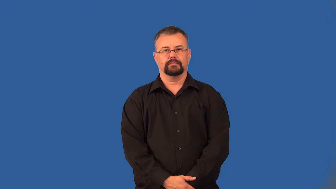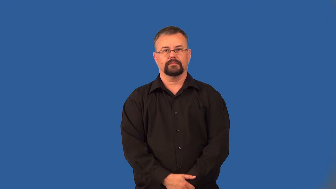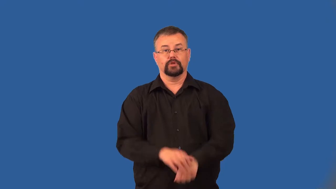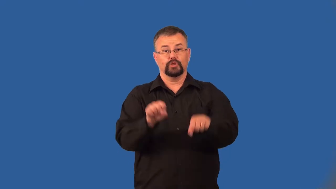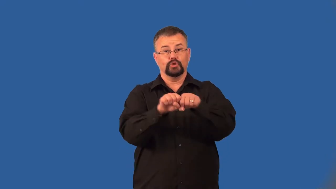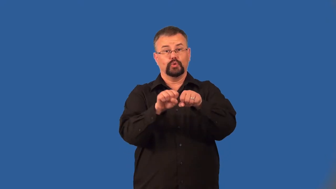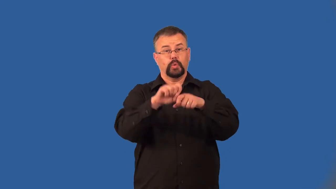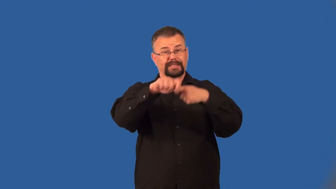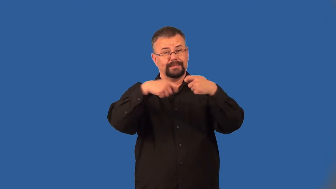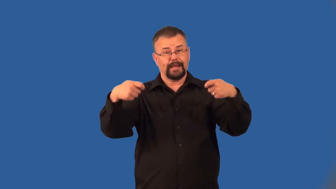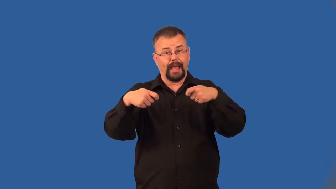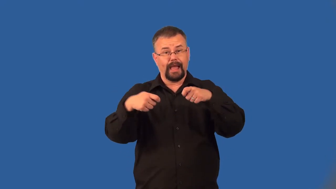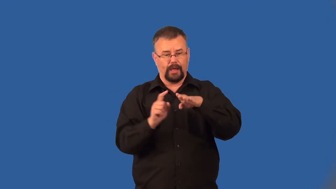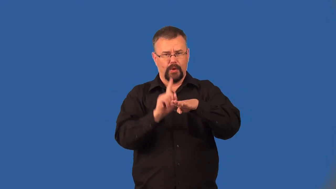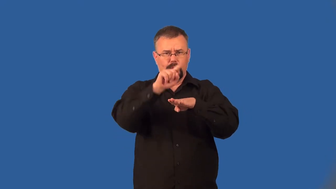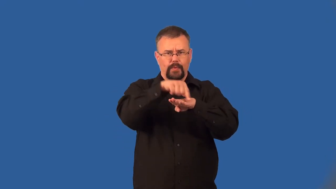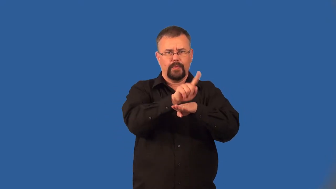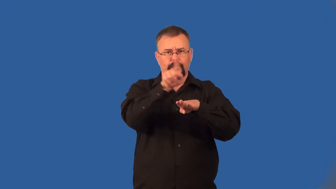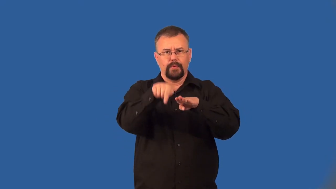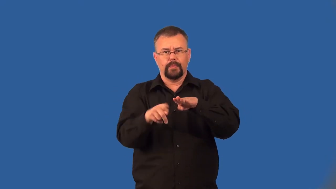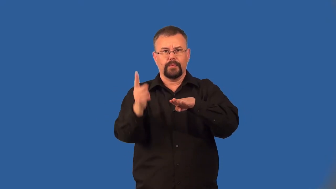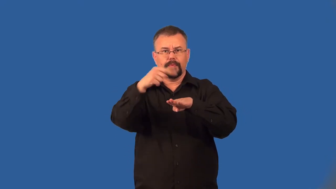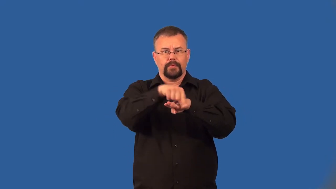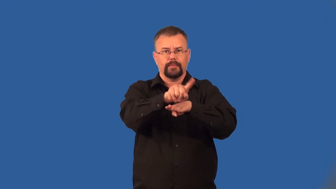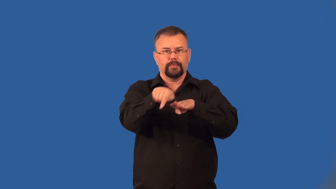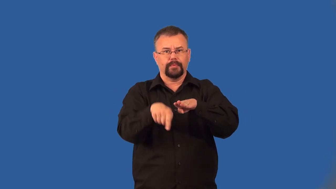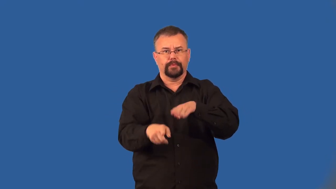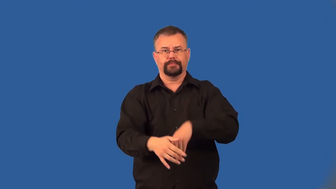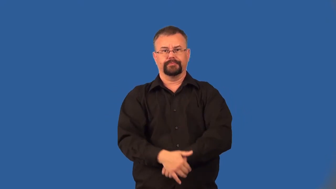lace-shoe